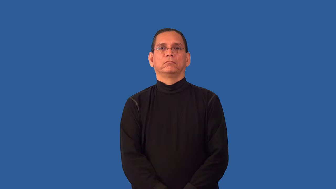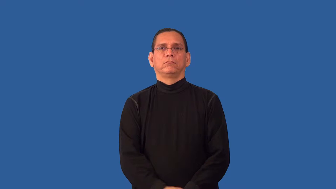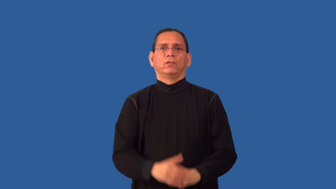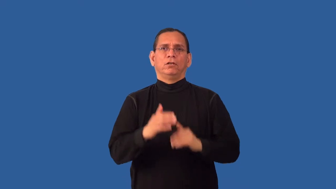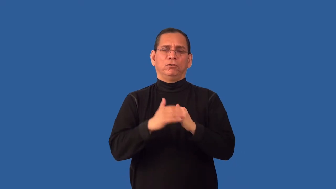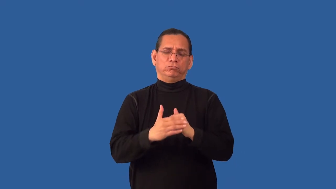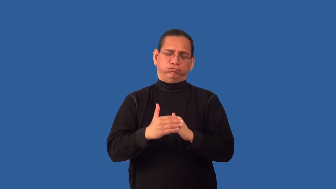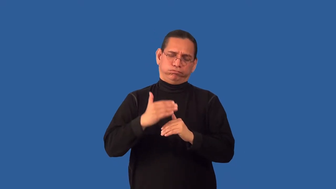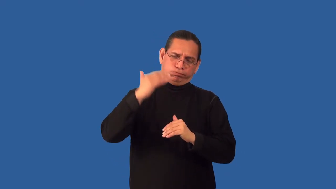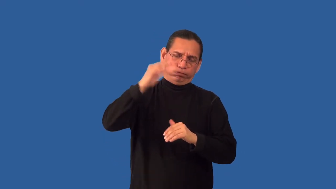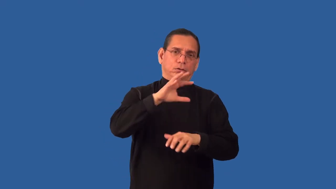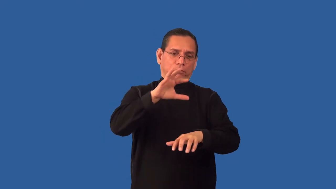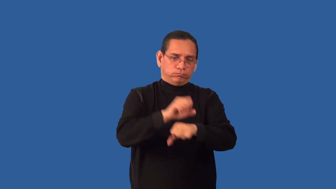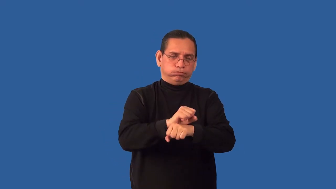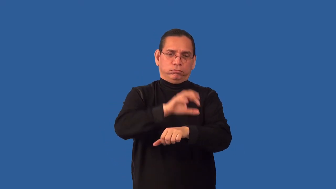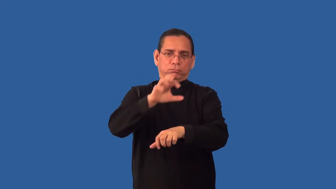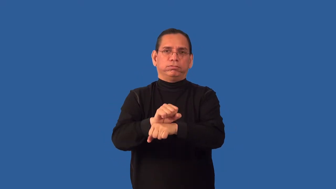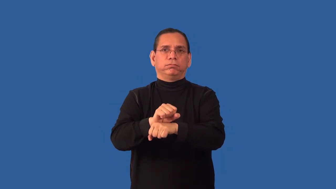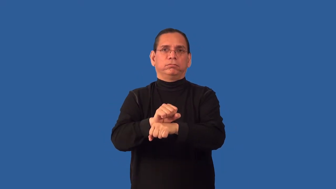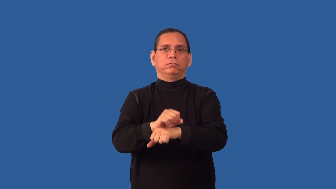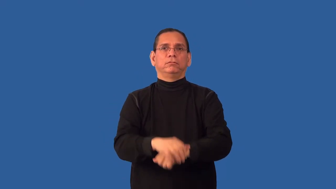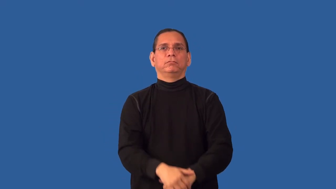overbook,oversell